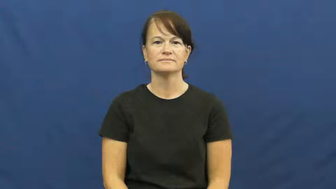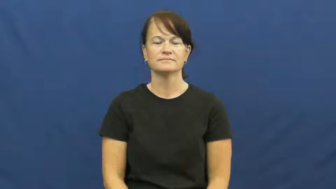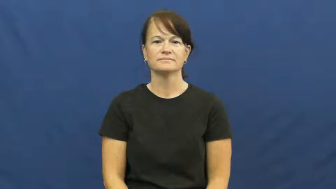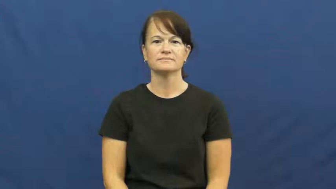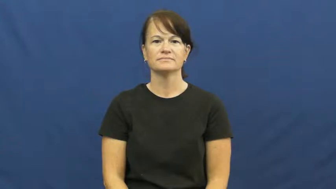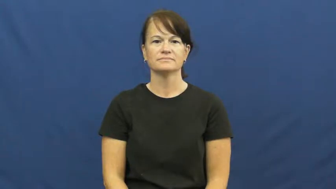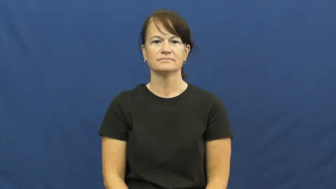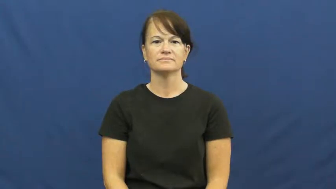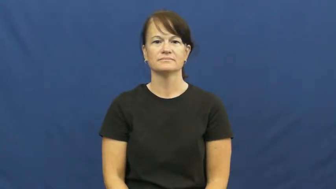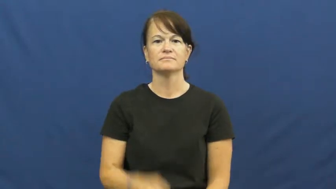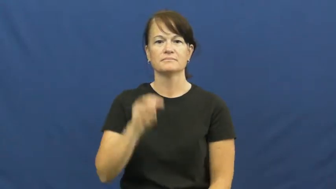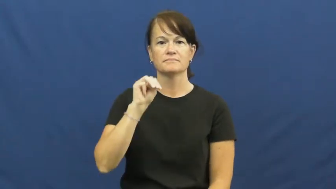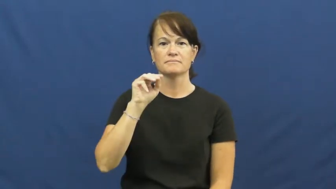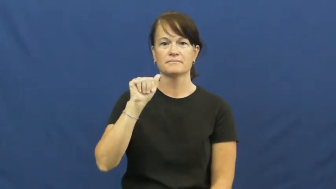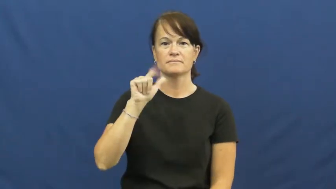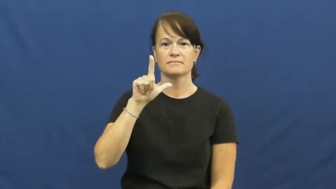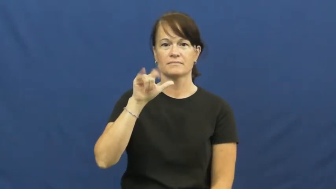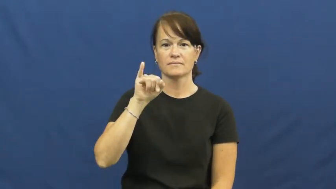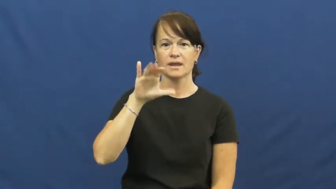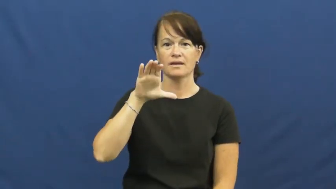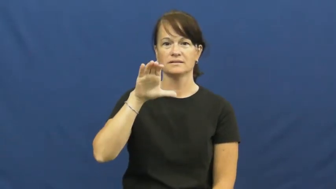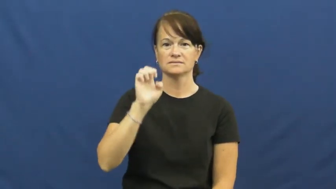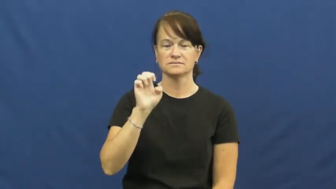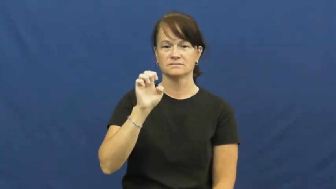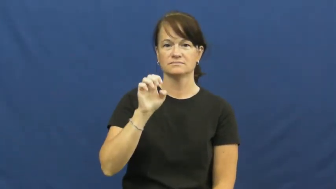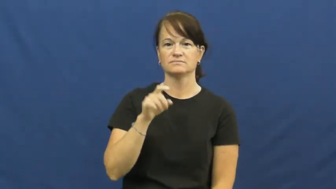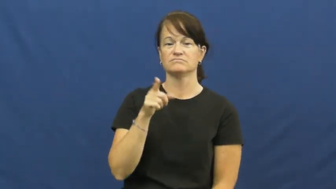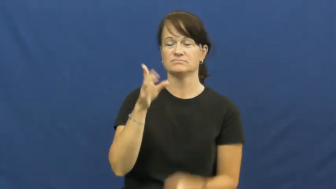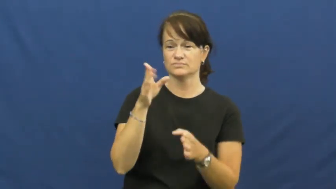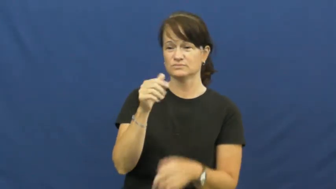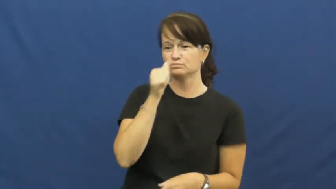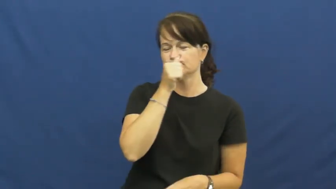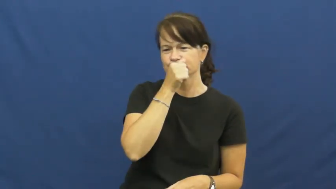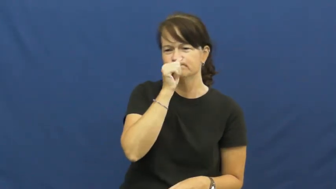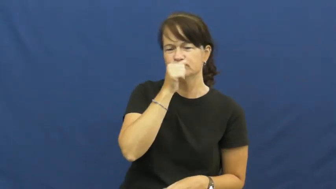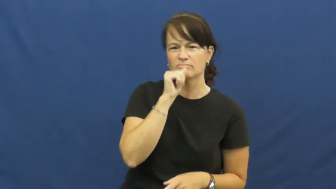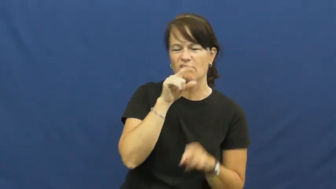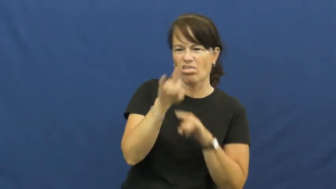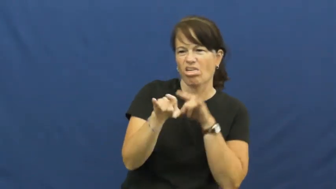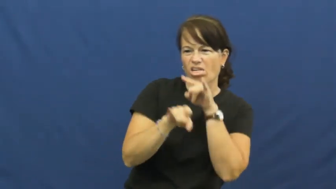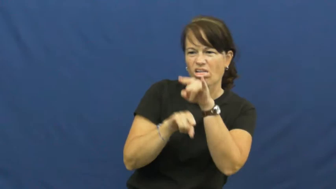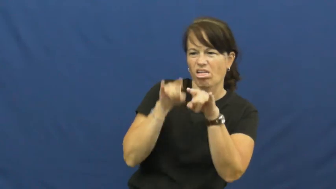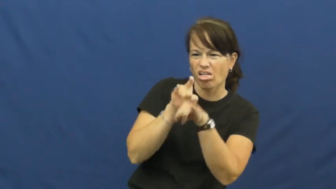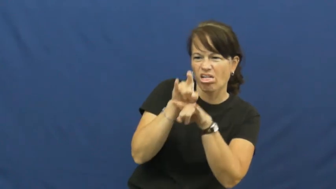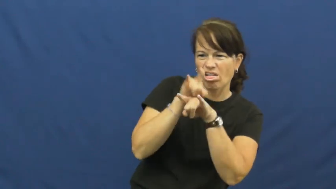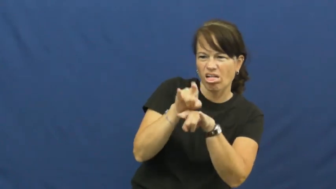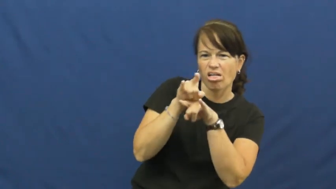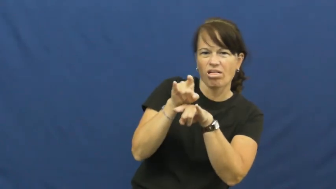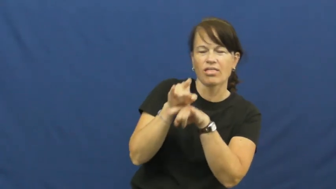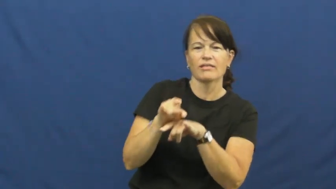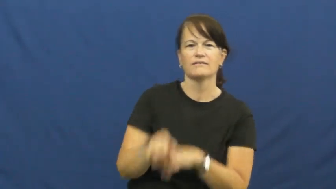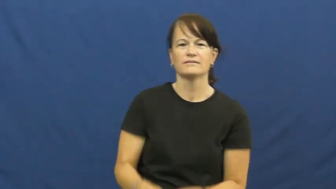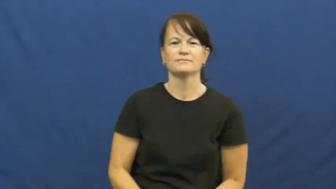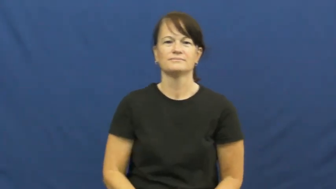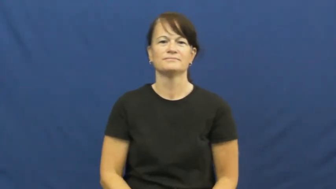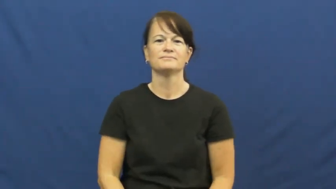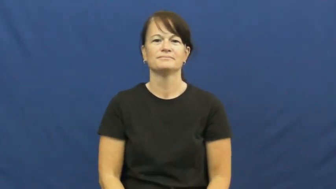malice